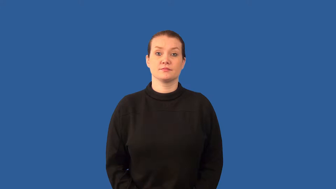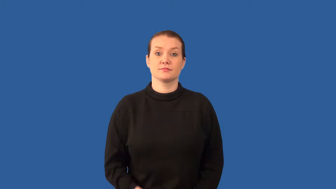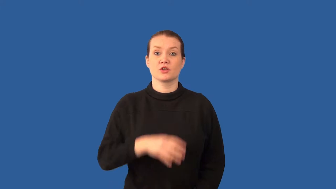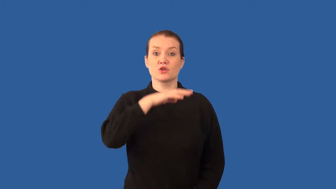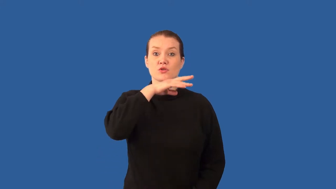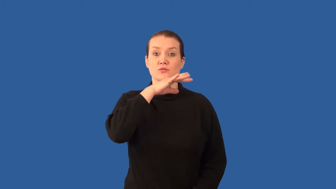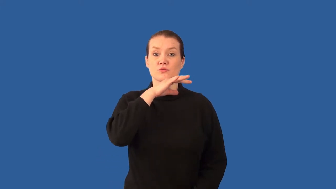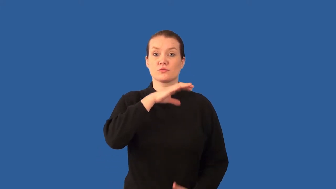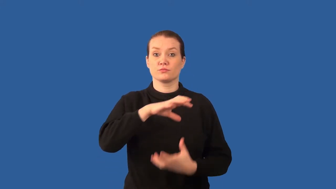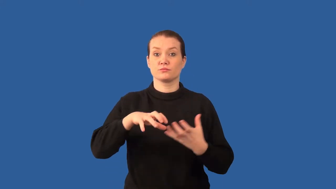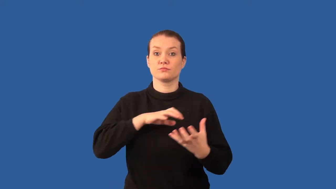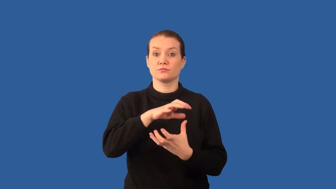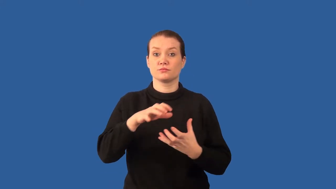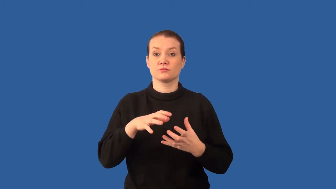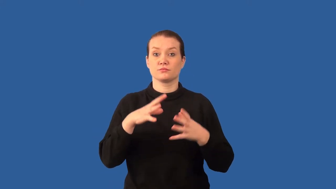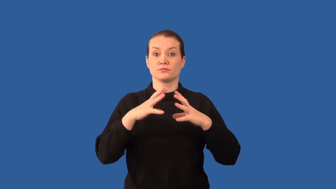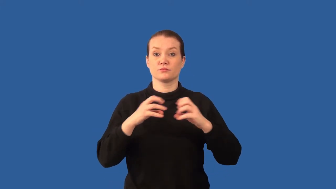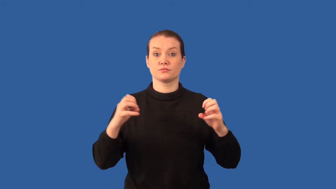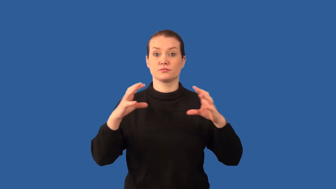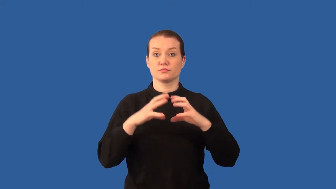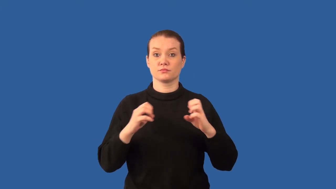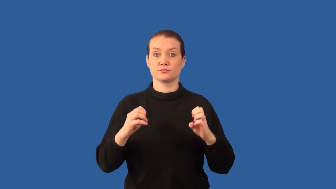loam